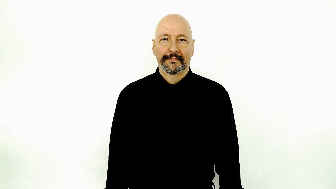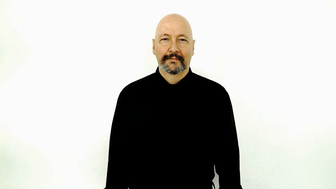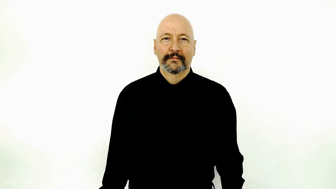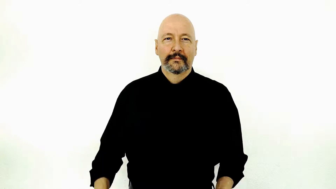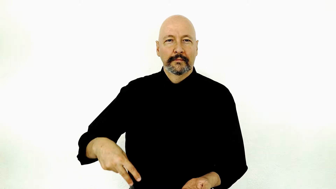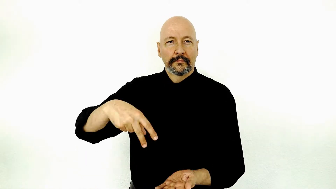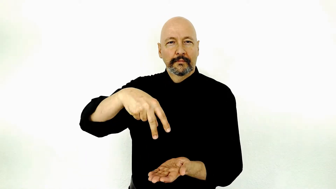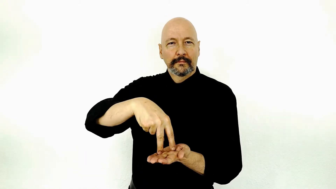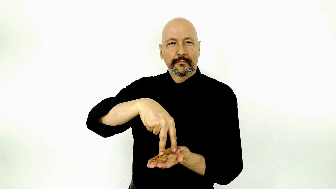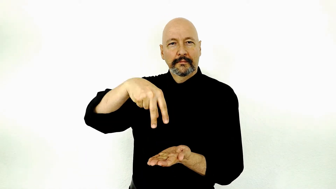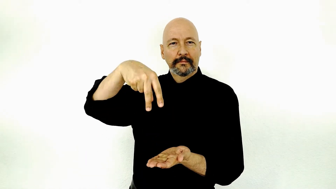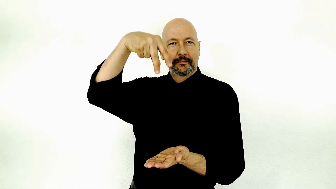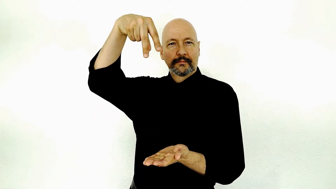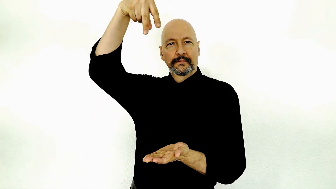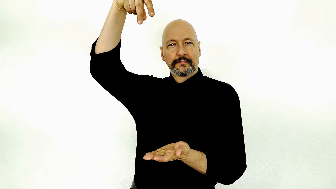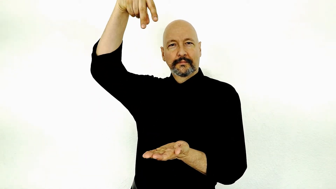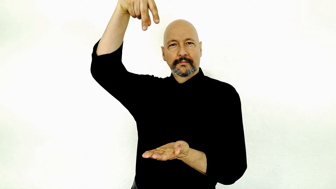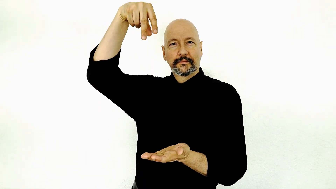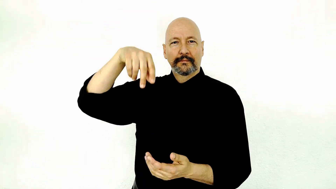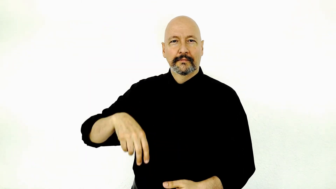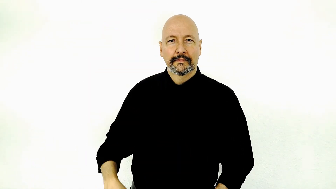ascension / ascend to heaven / person float upward